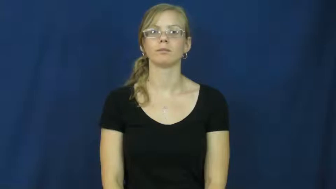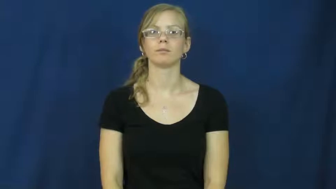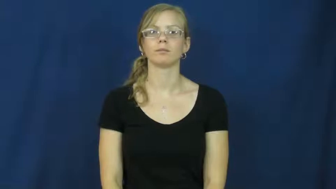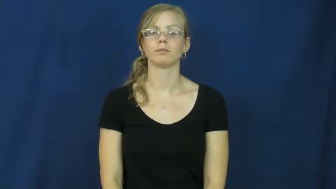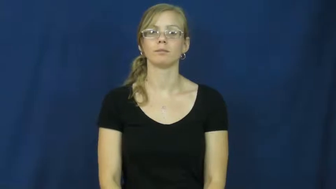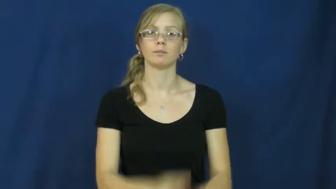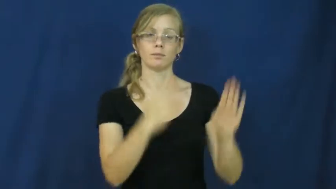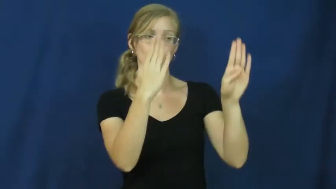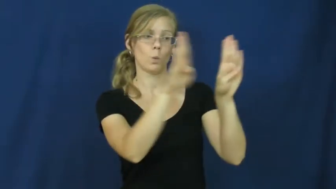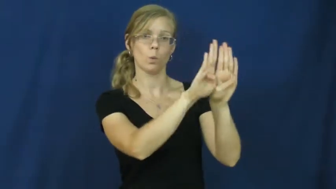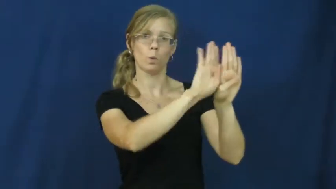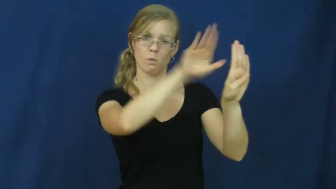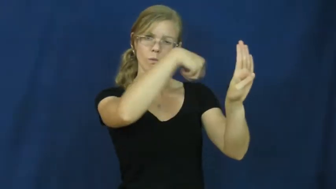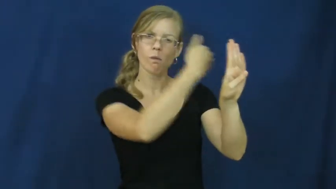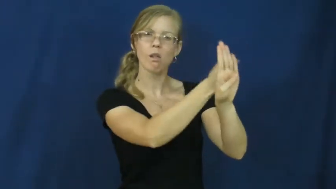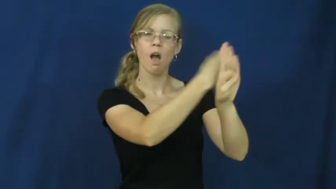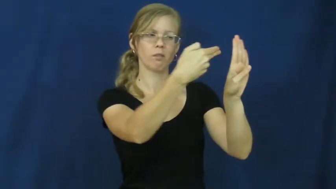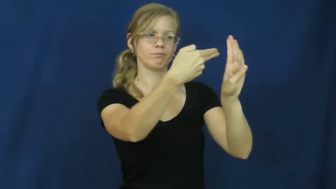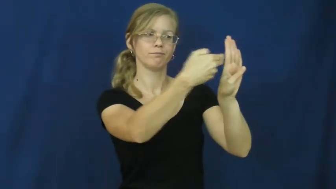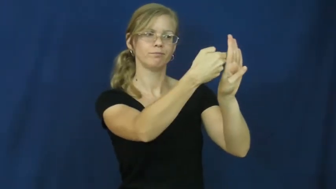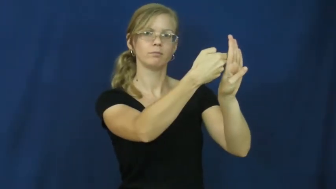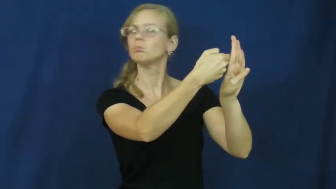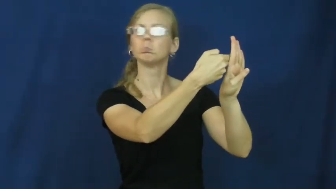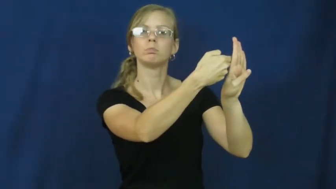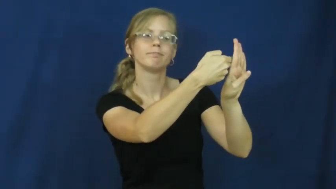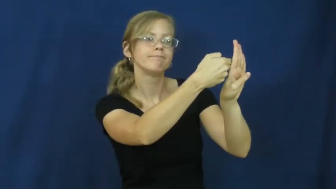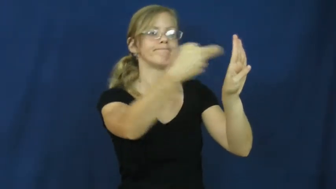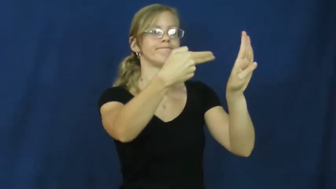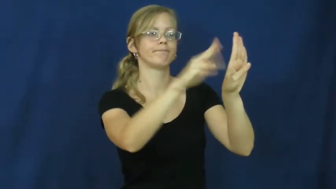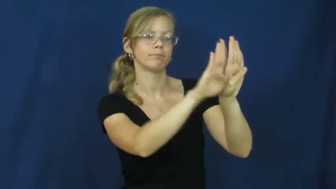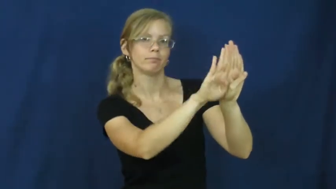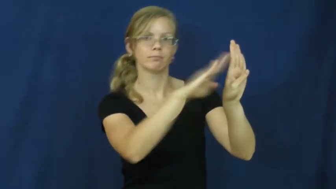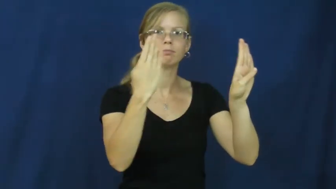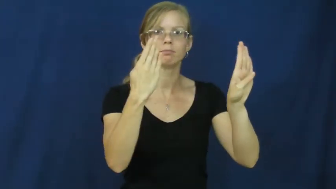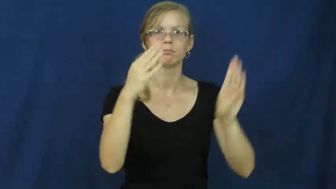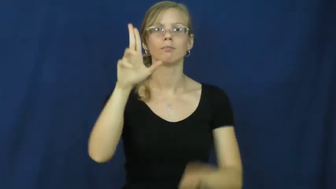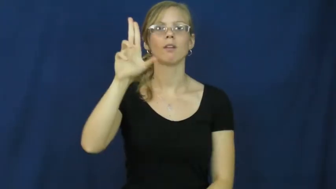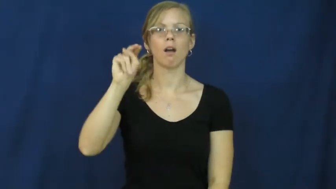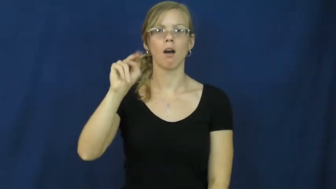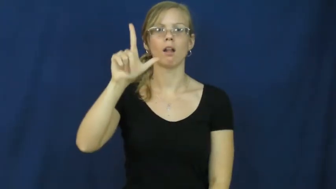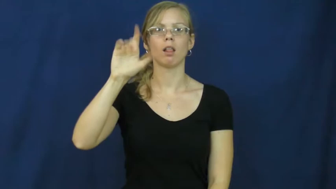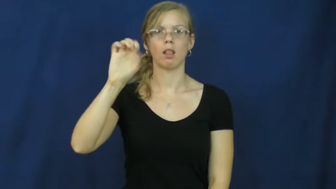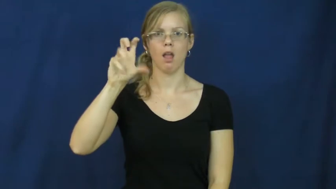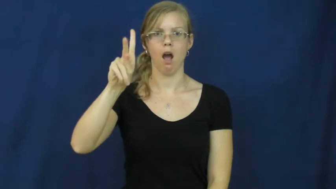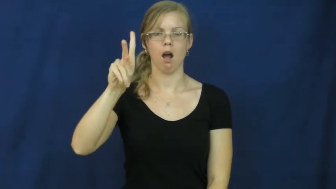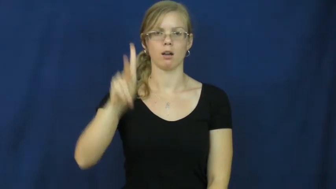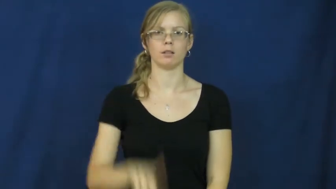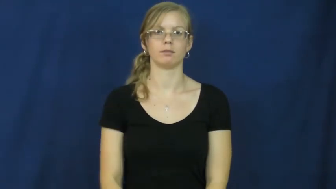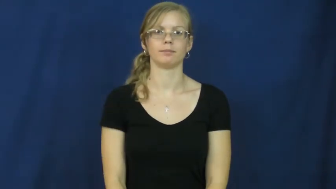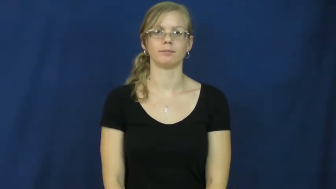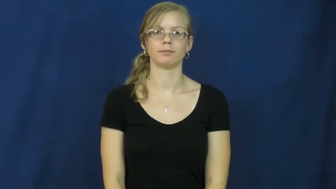unlock